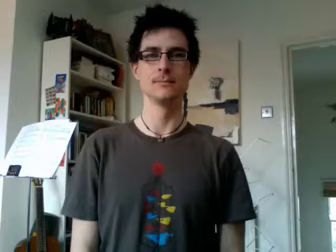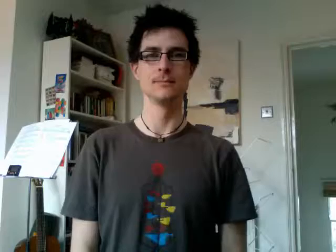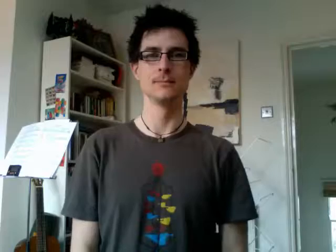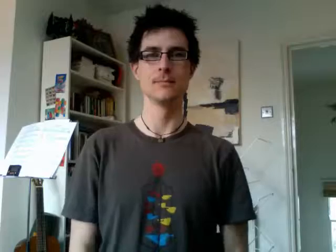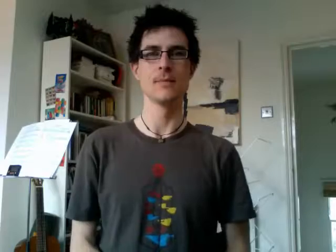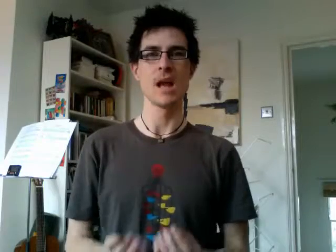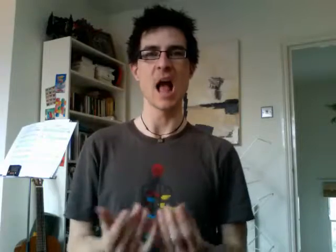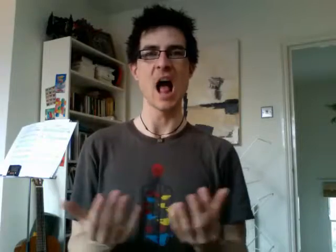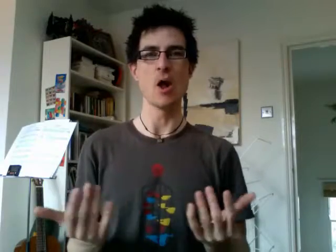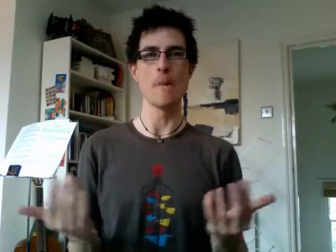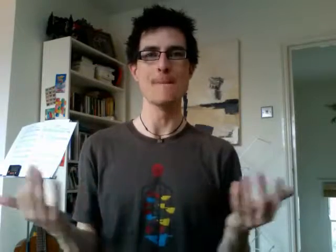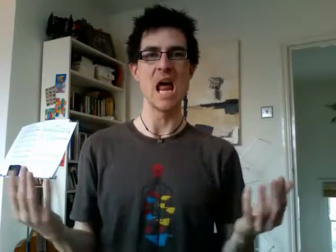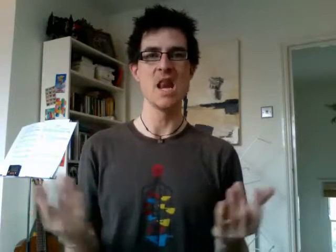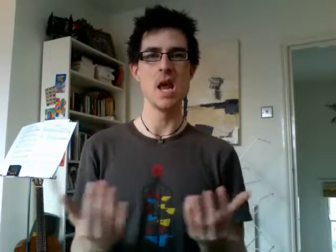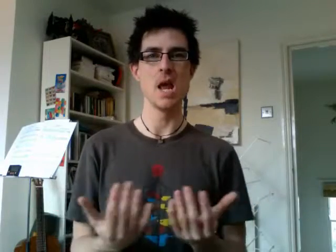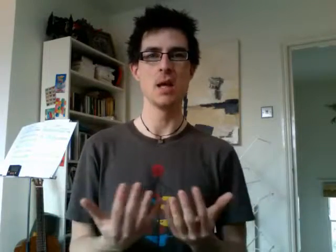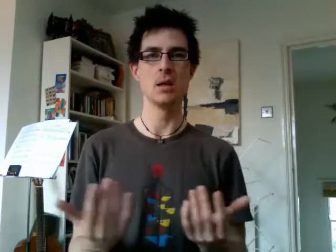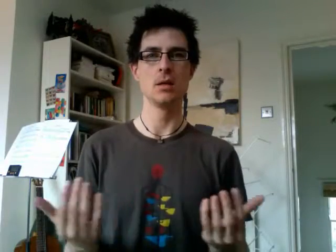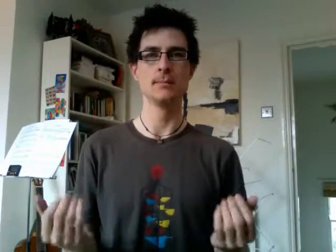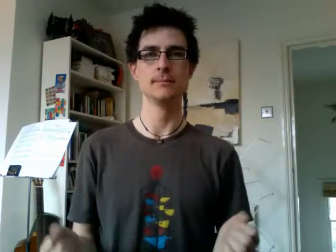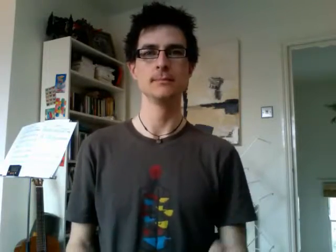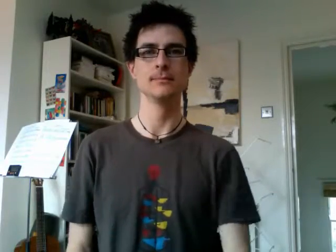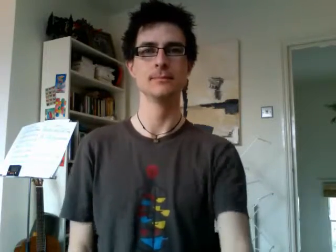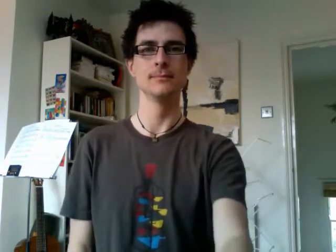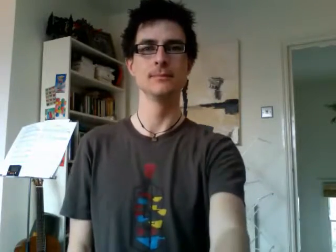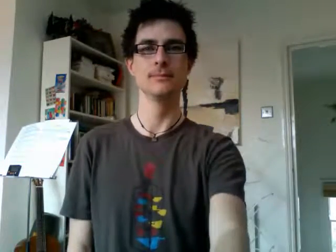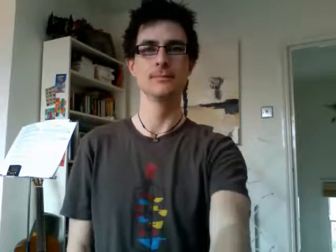how many